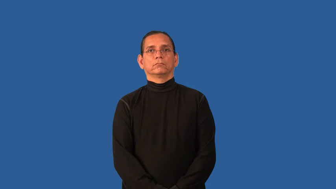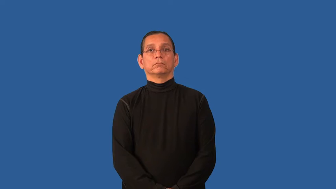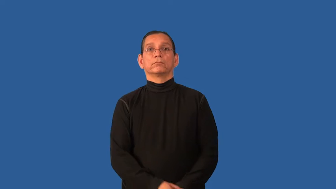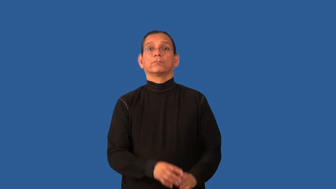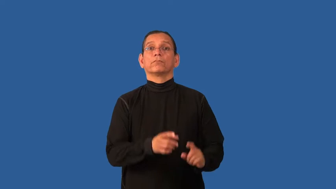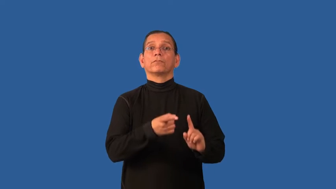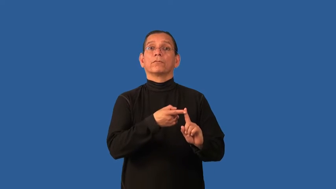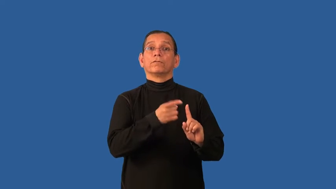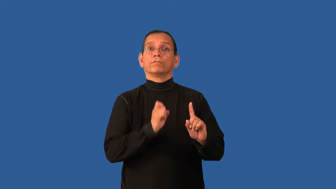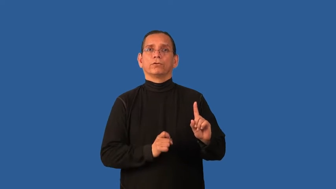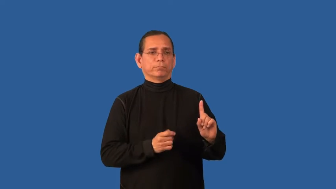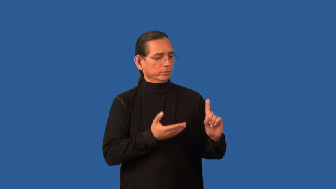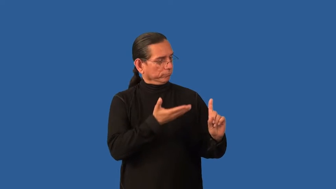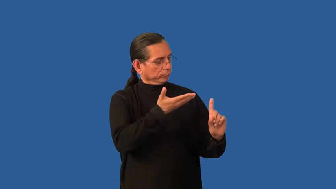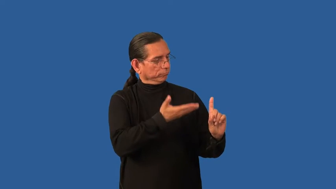made of